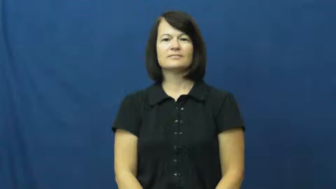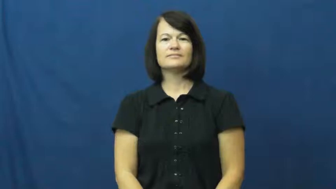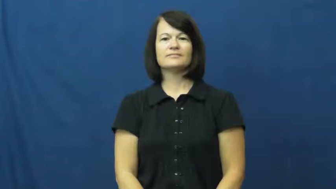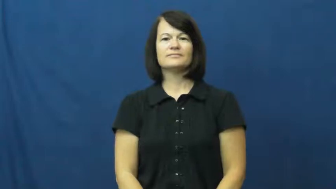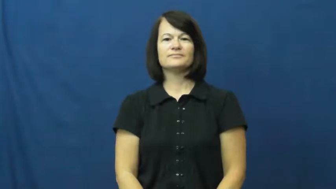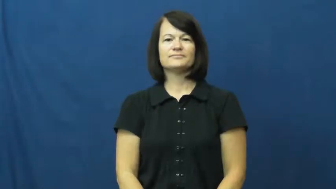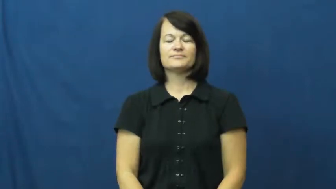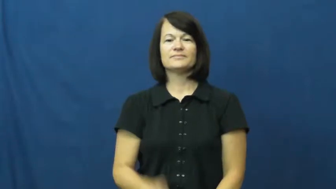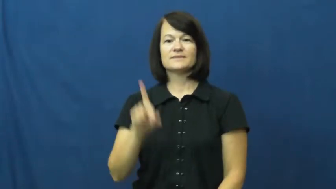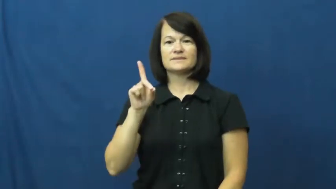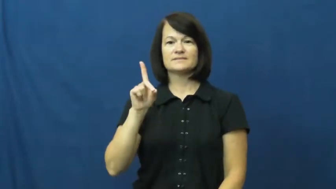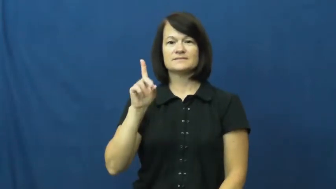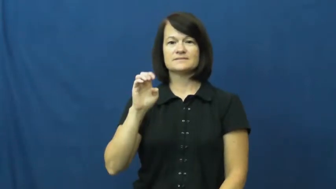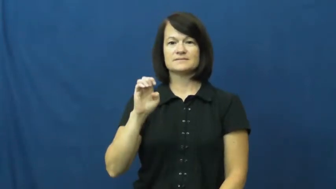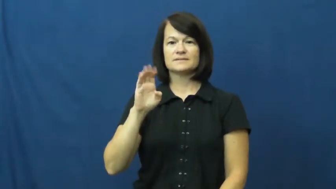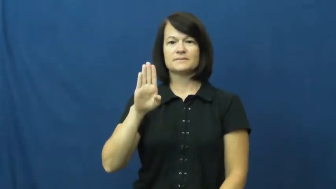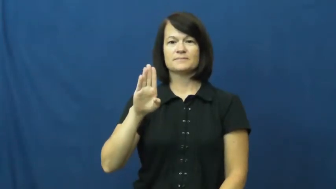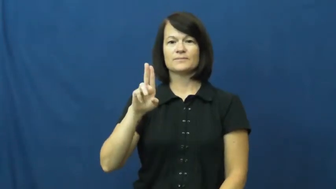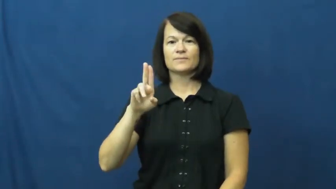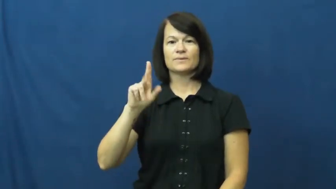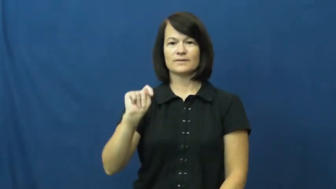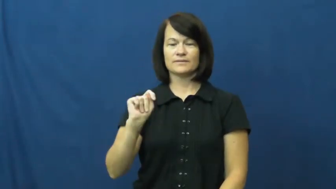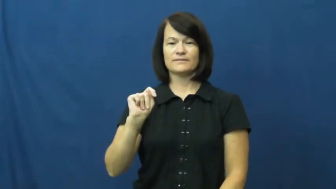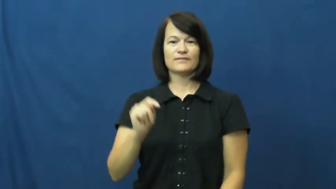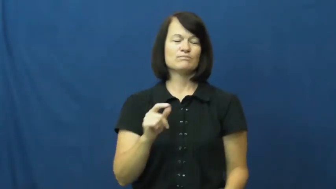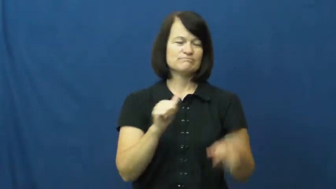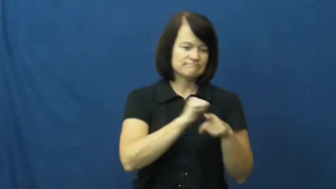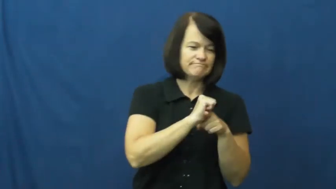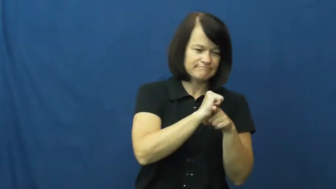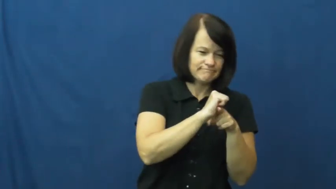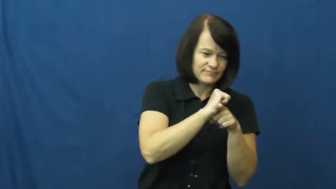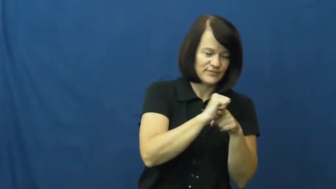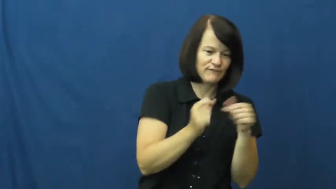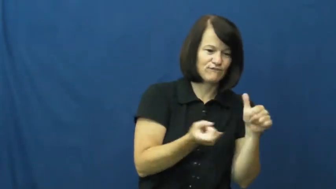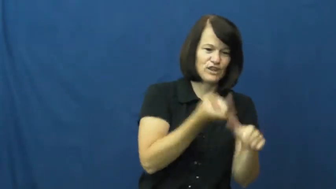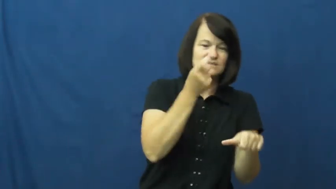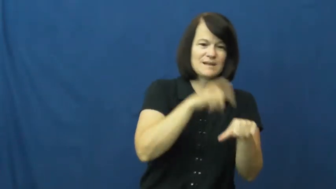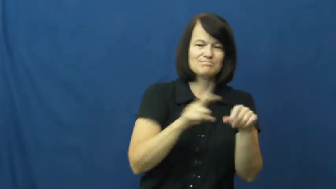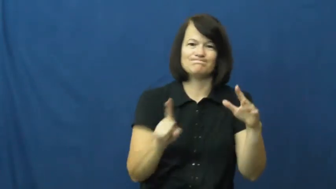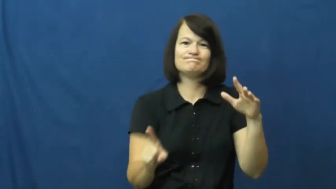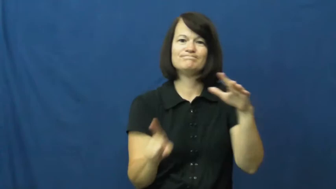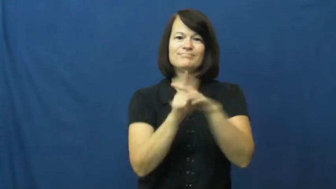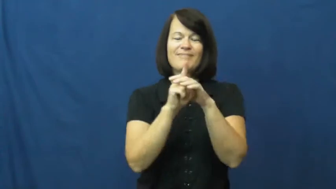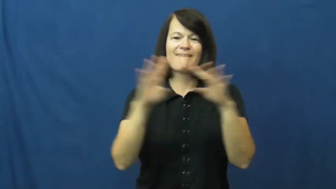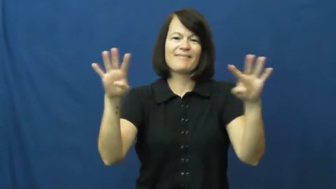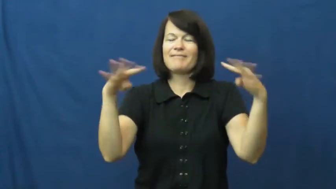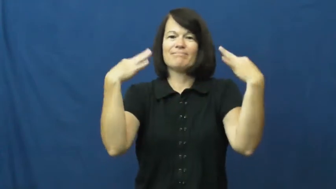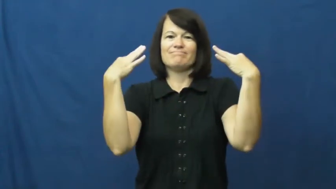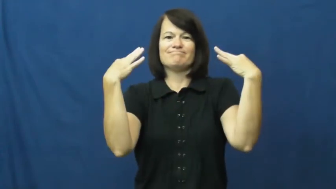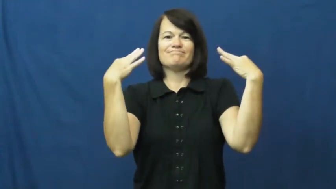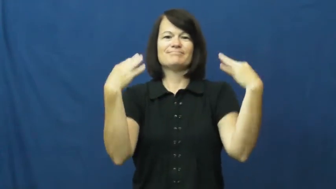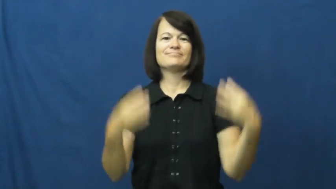debut